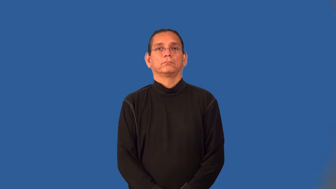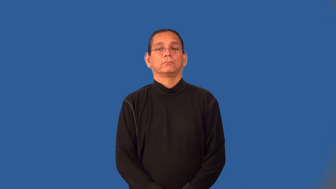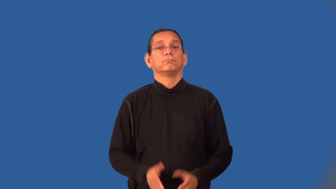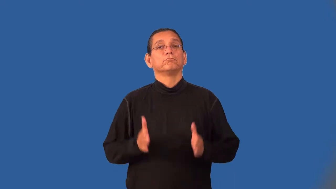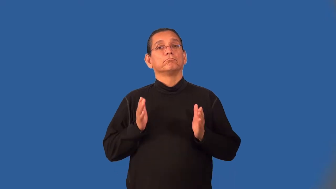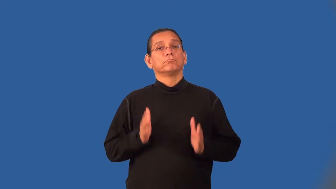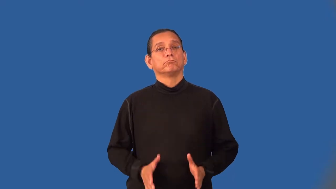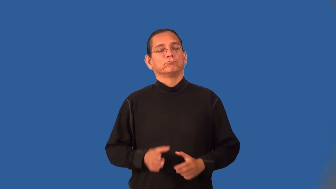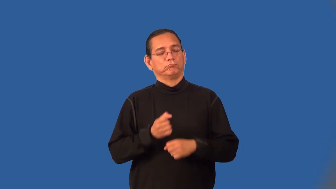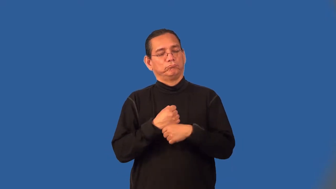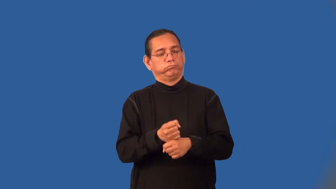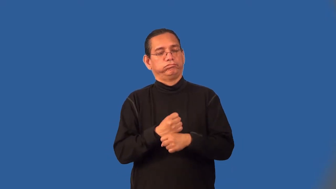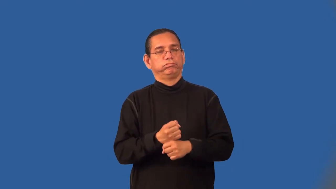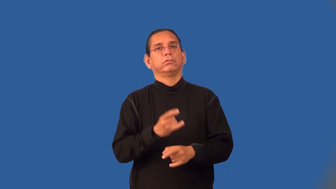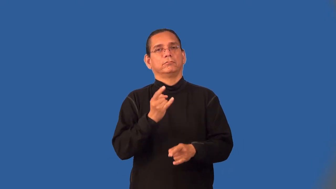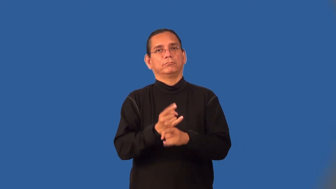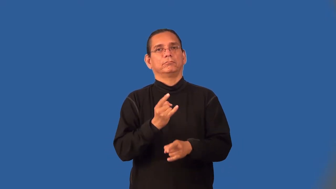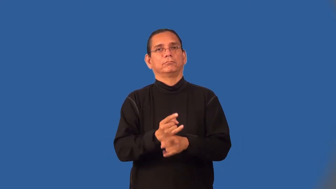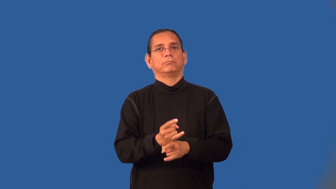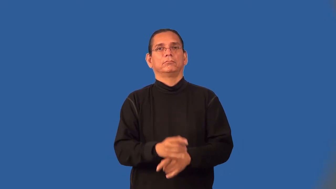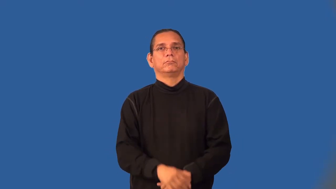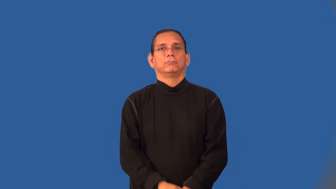distiller